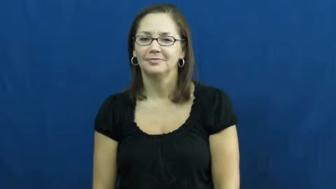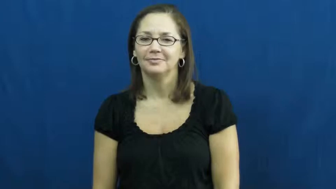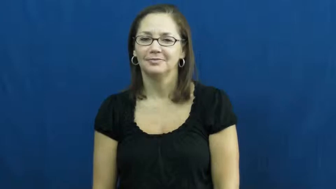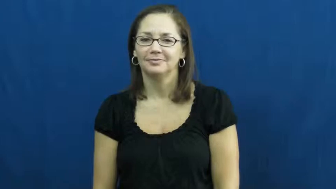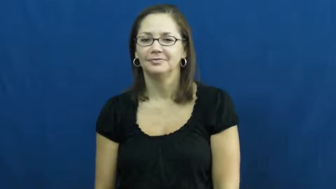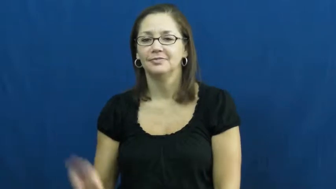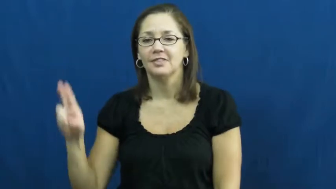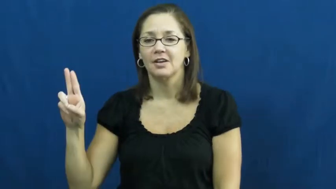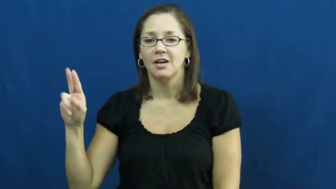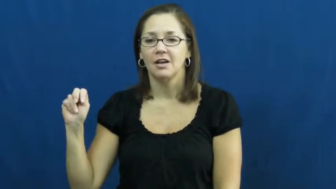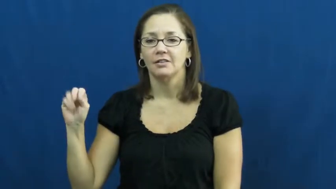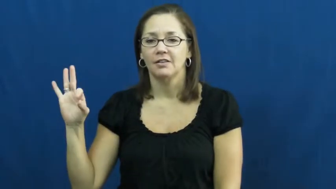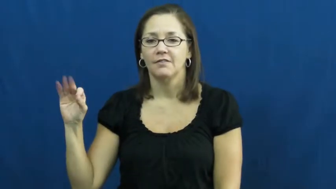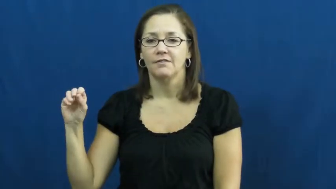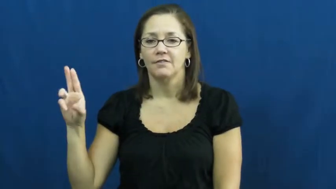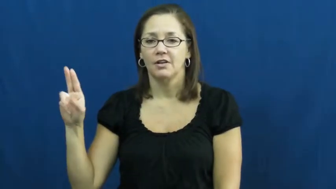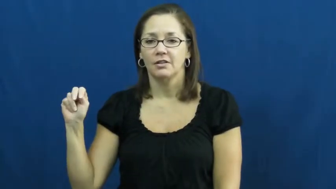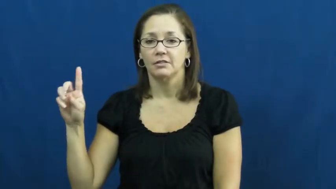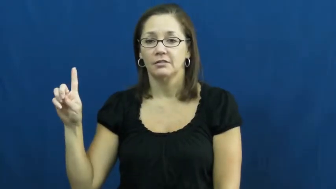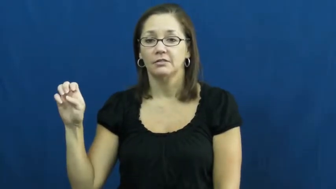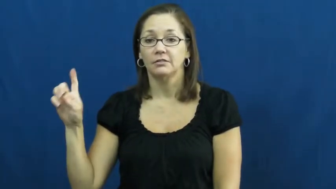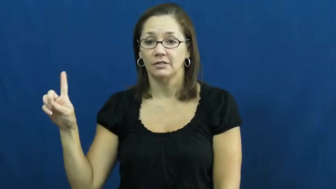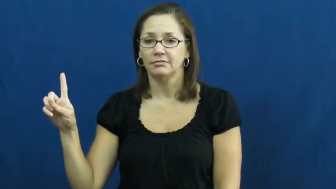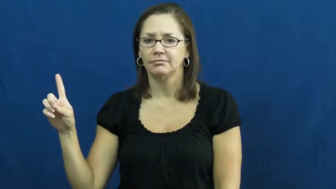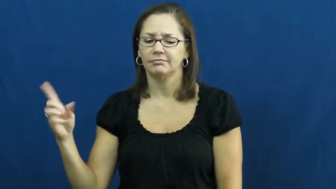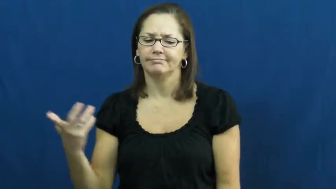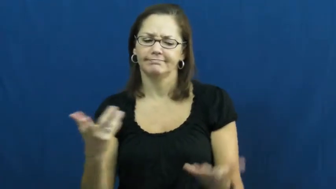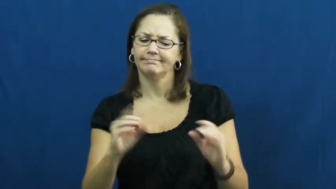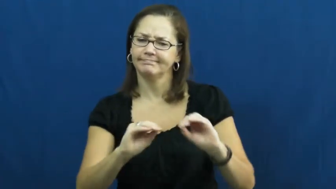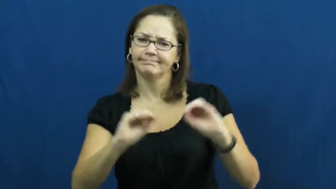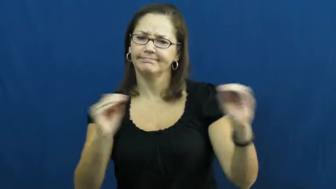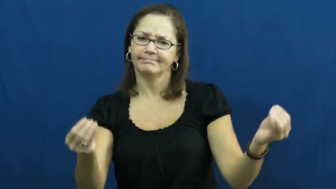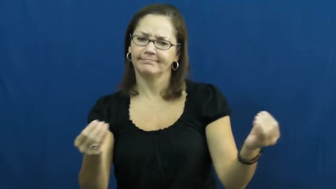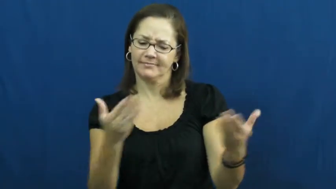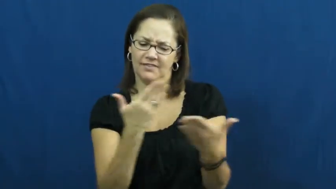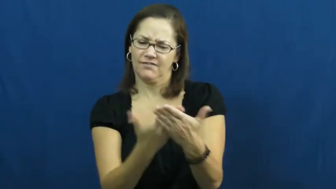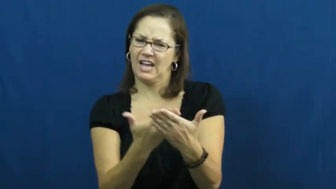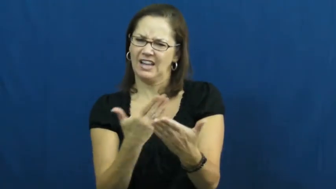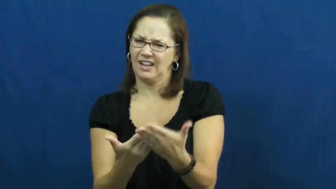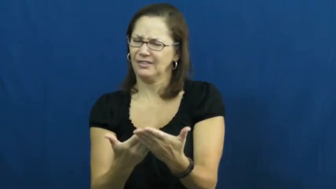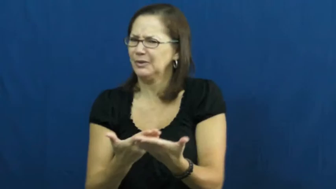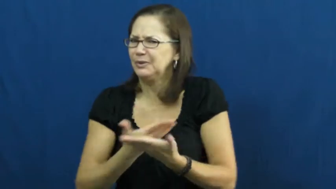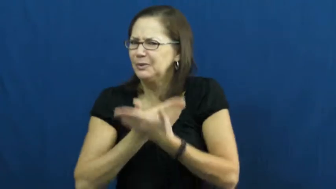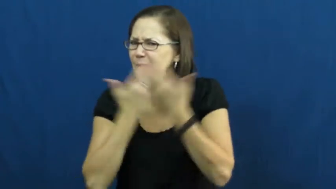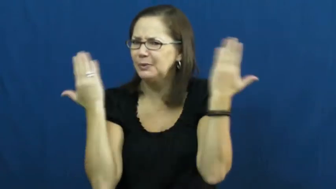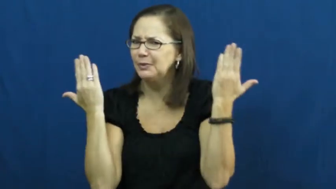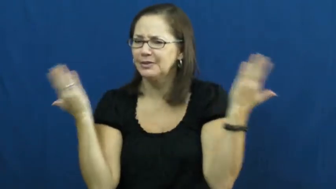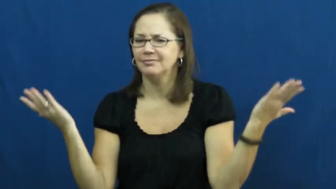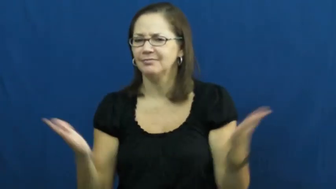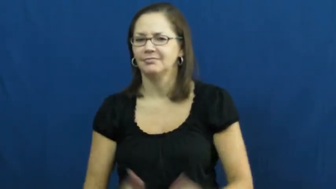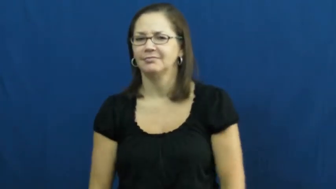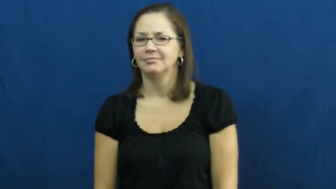unfounded